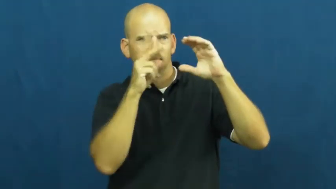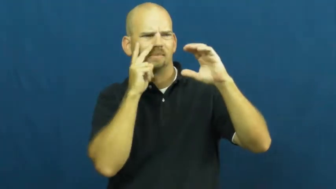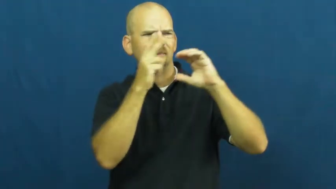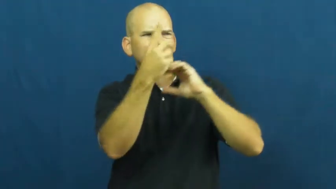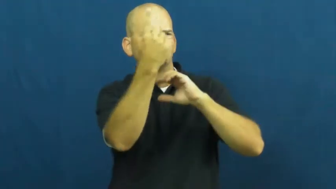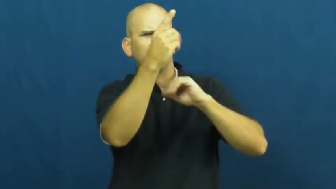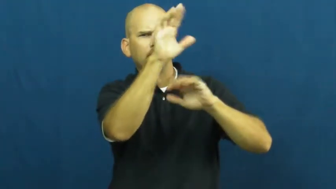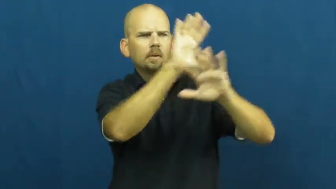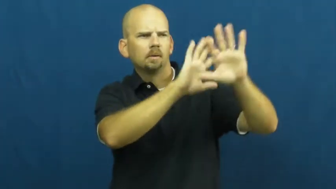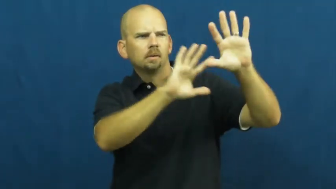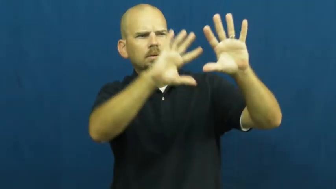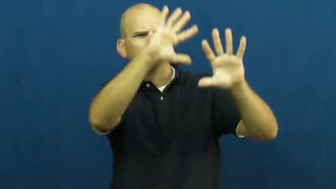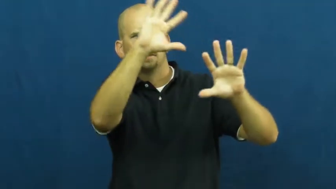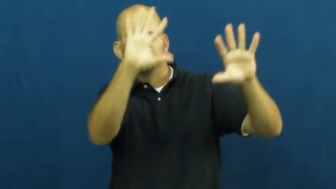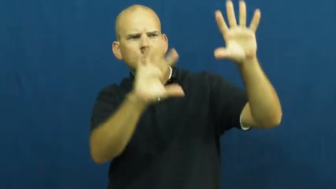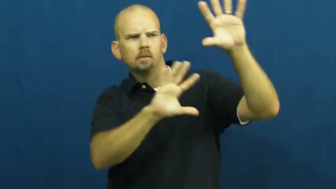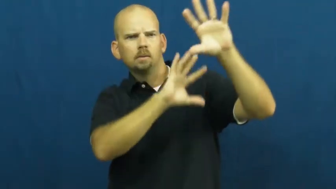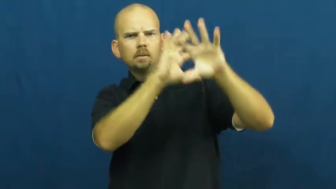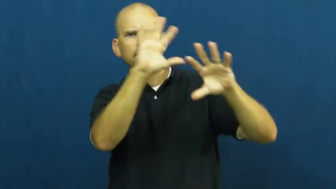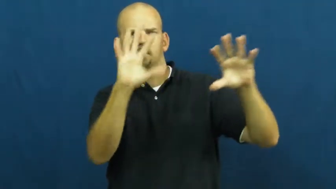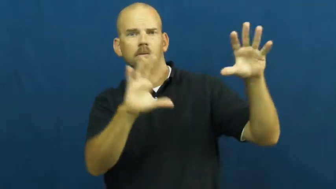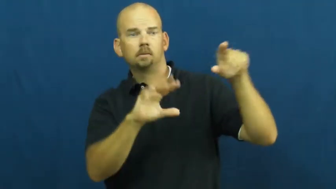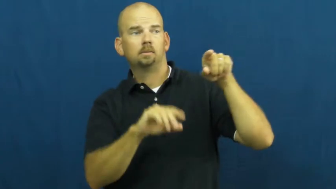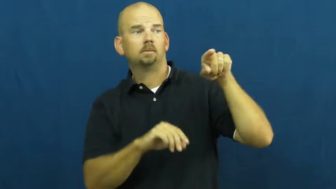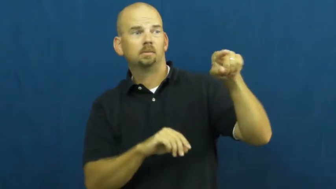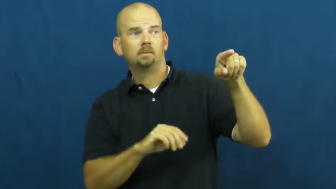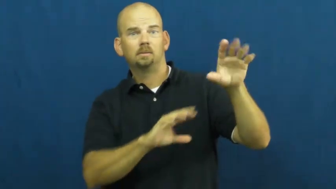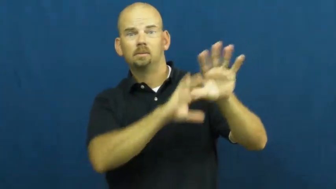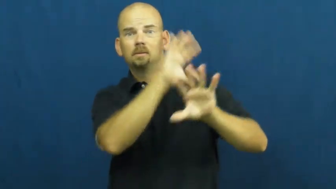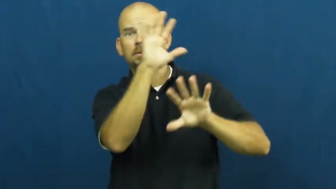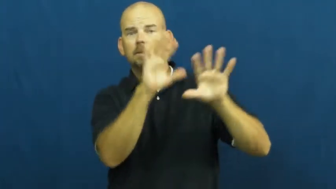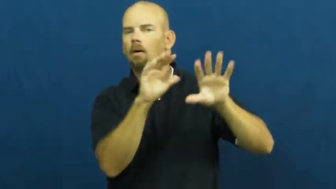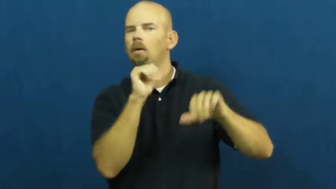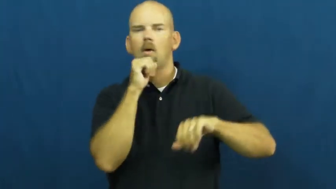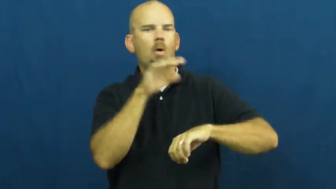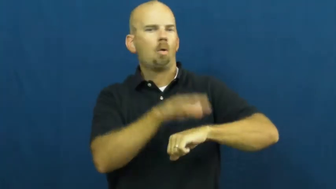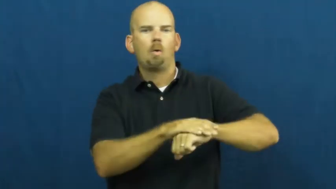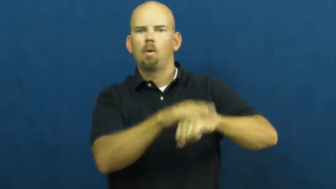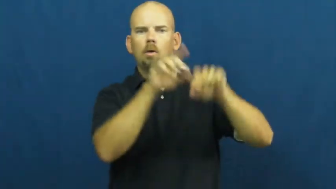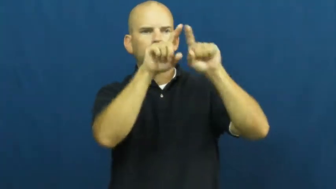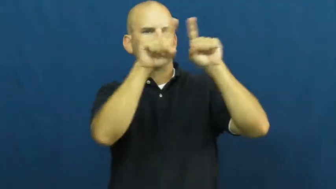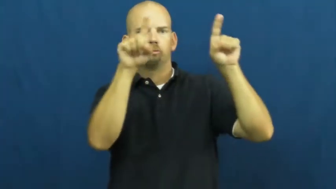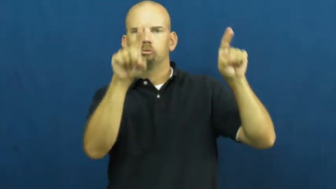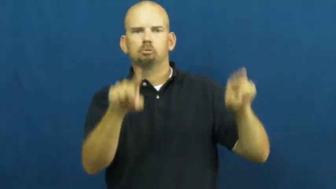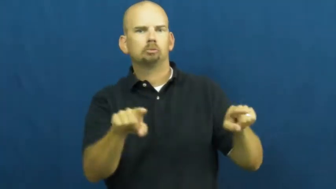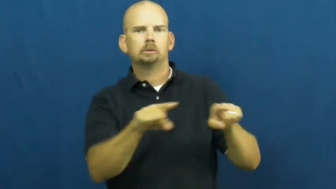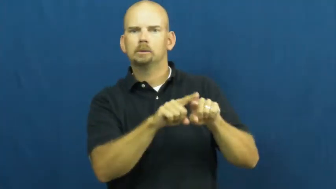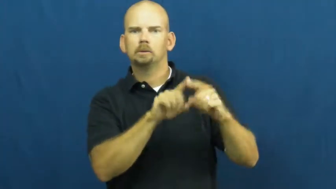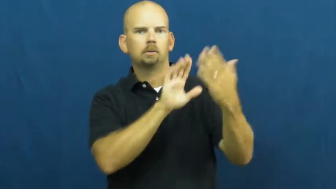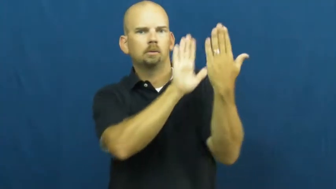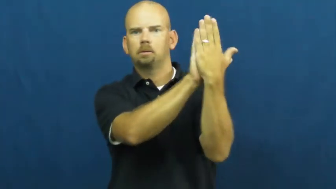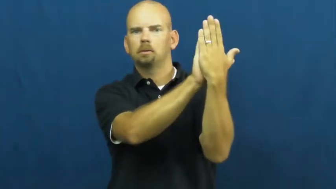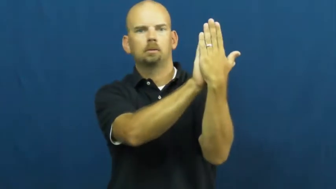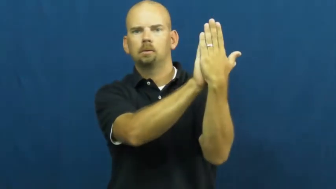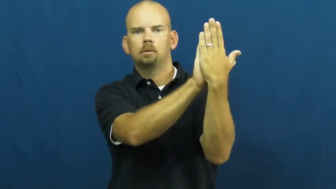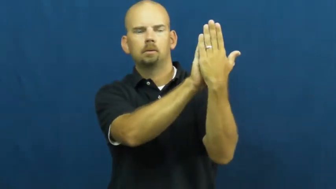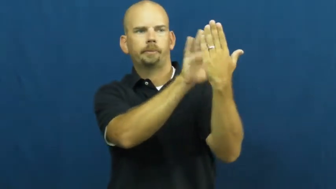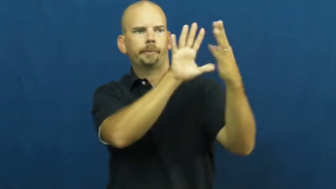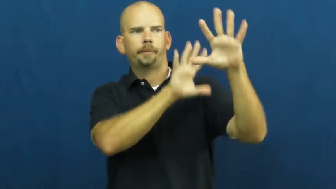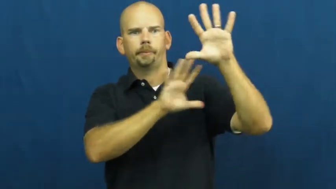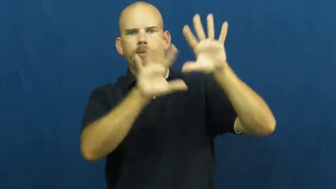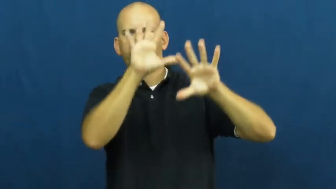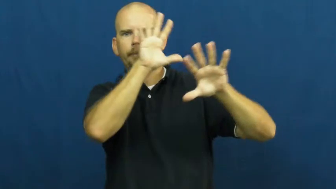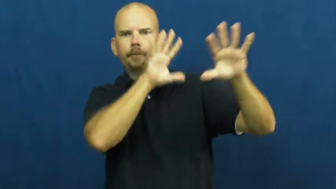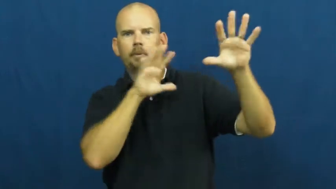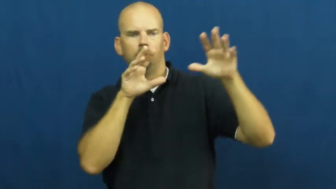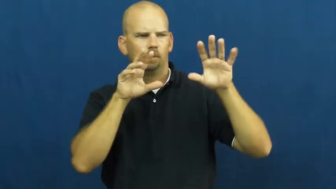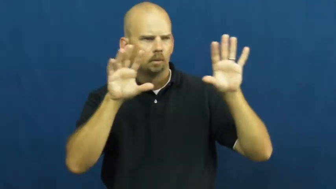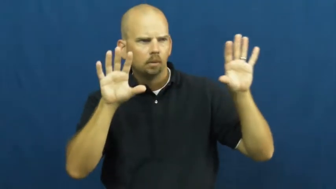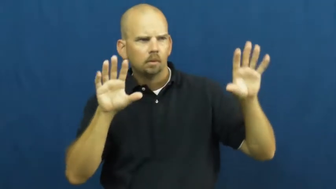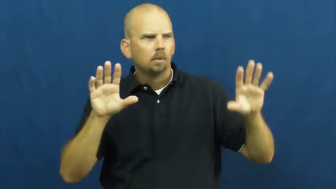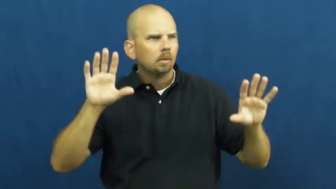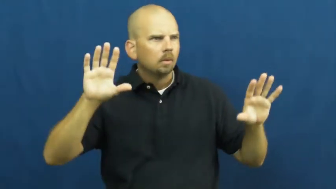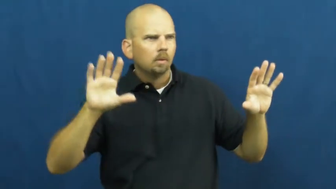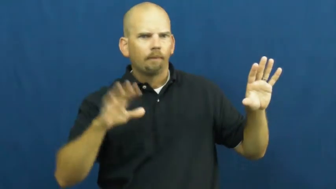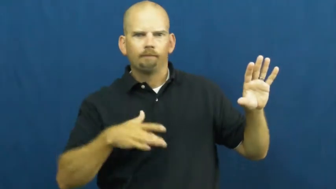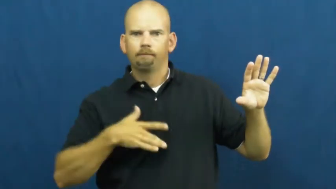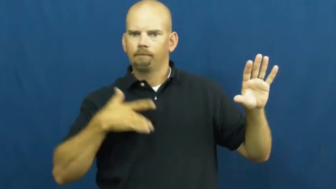virtual